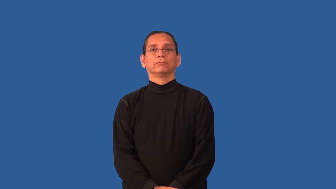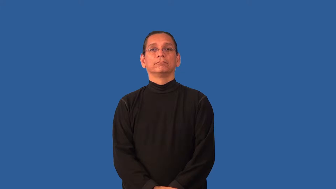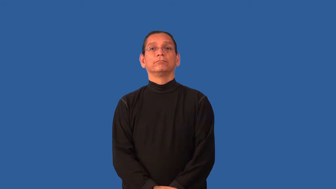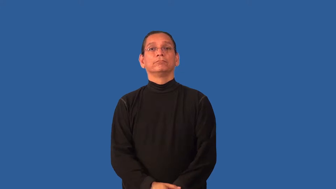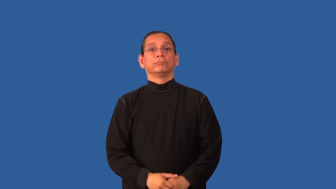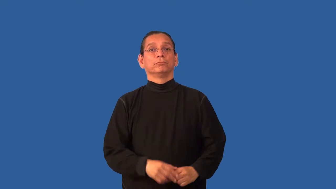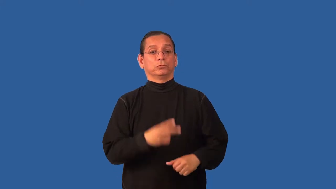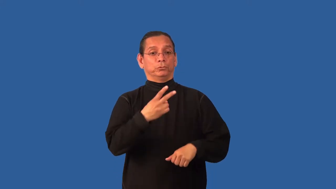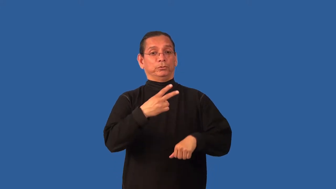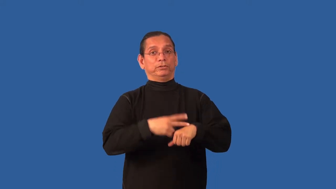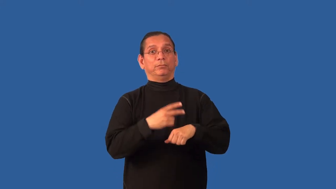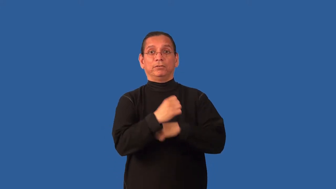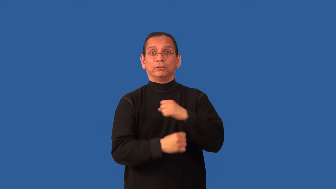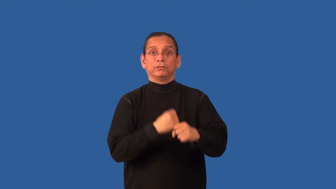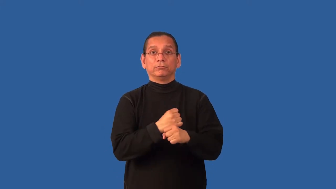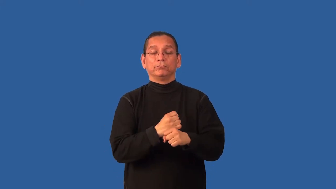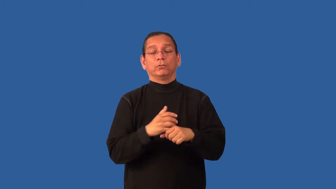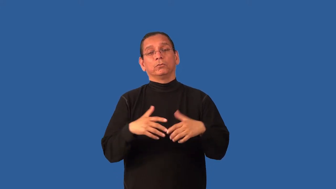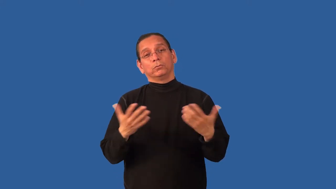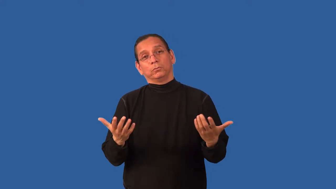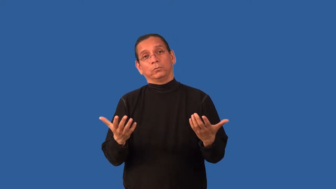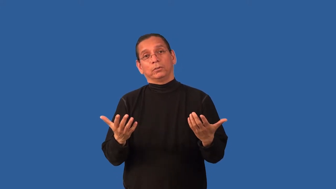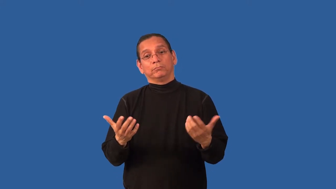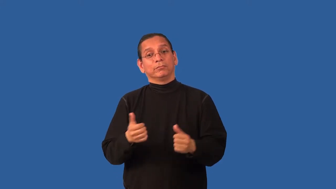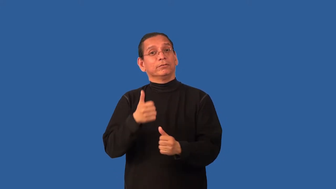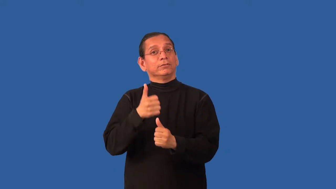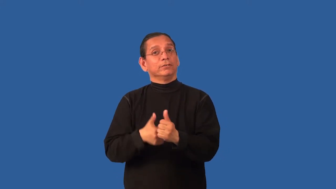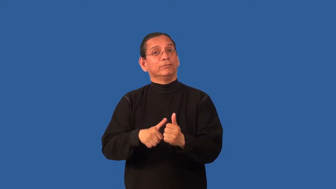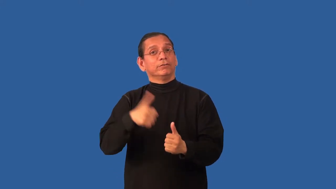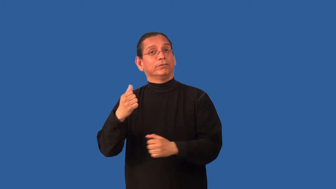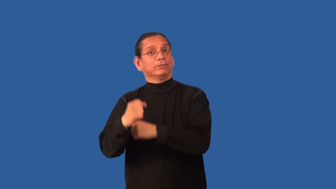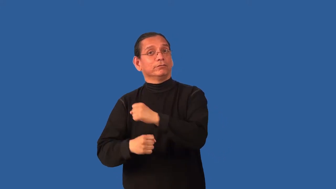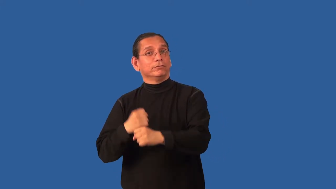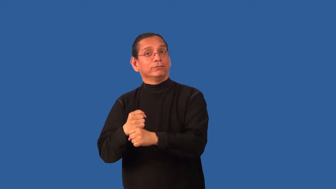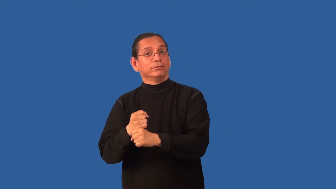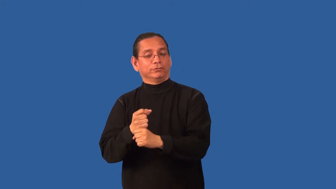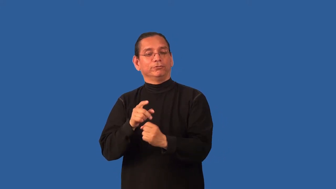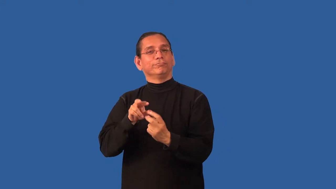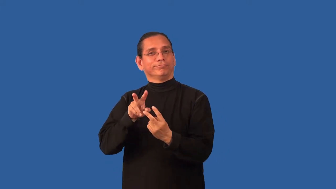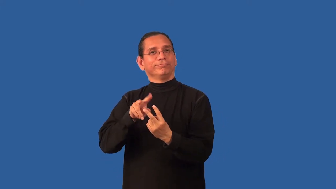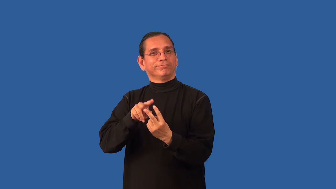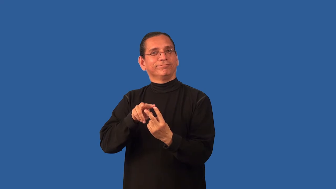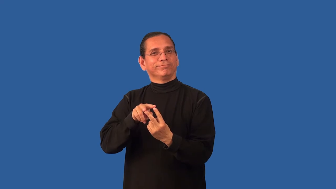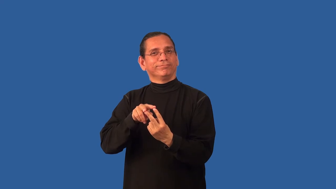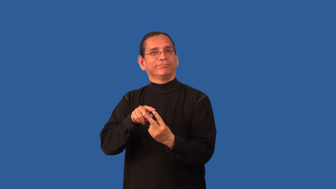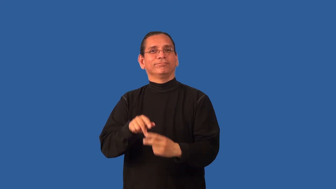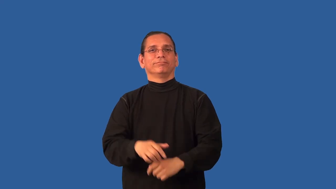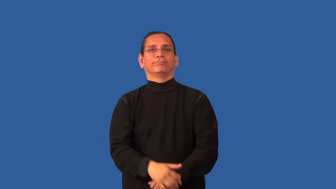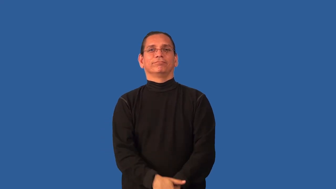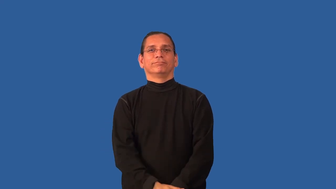biyearly